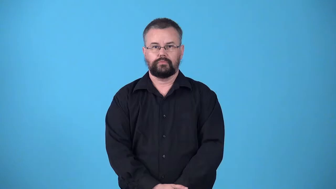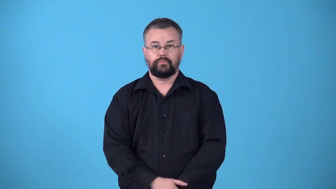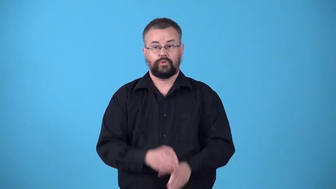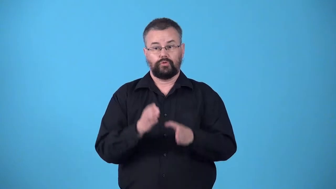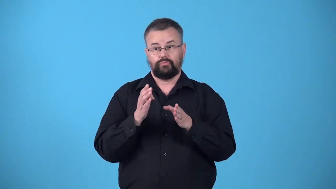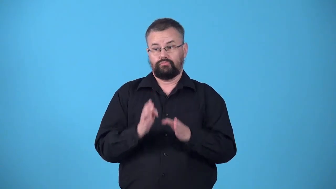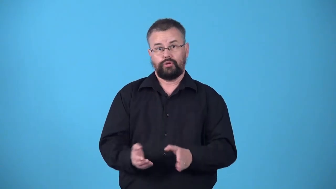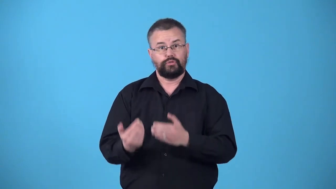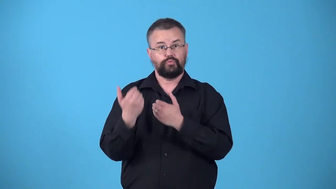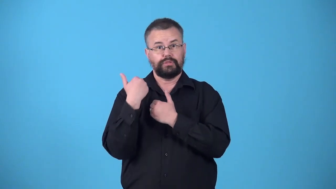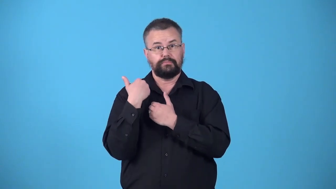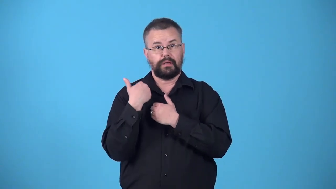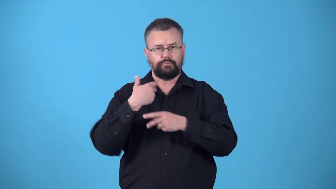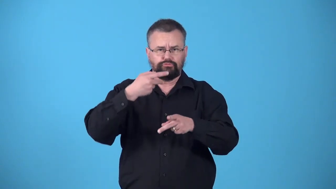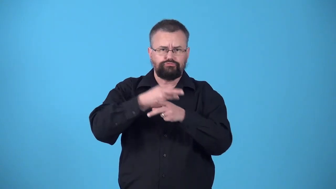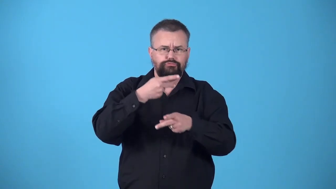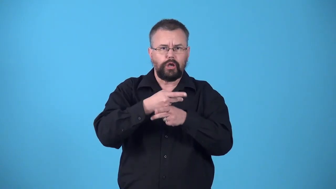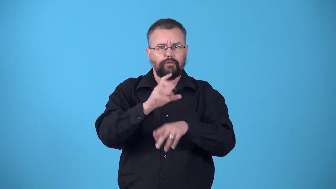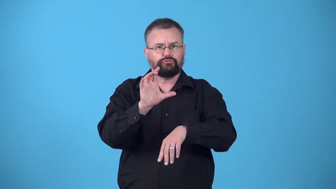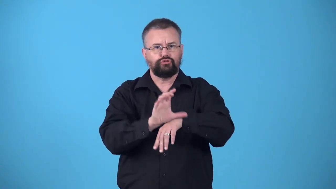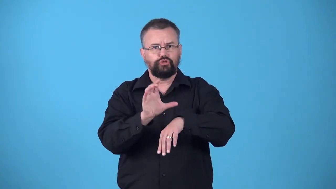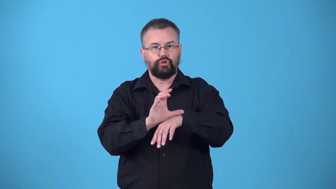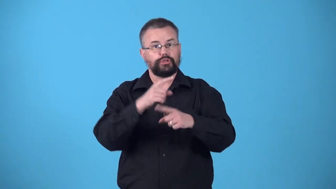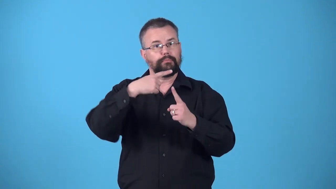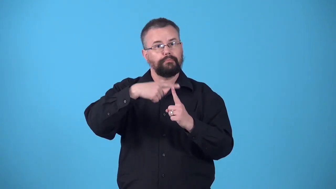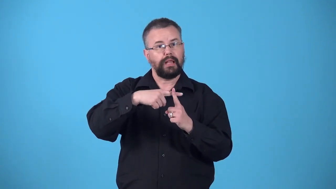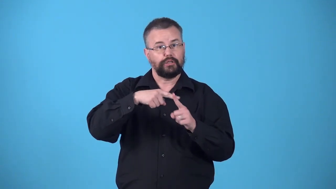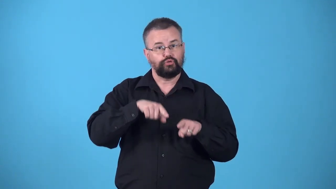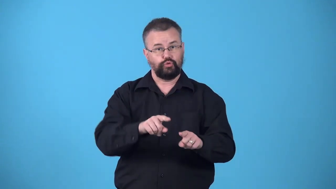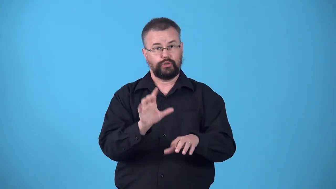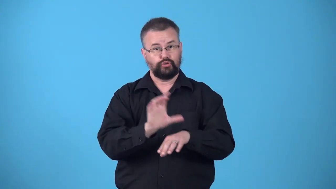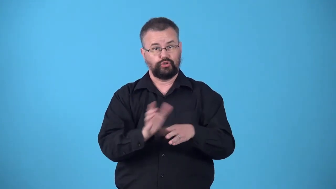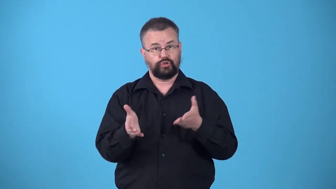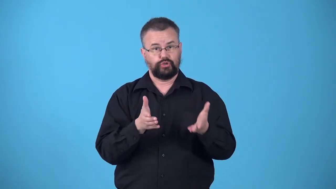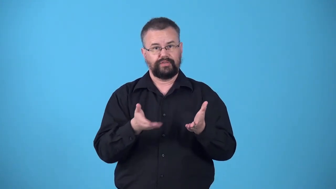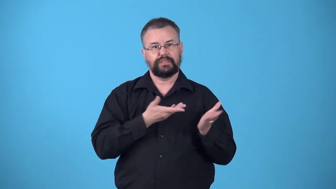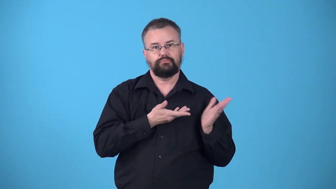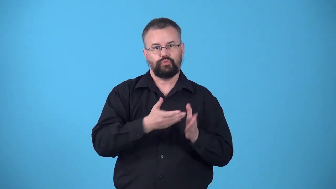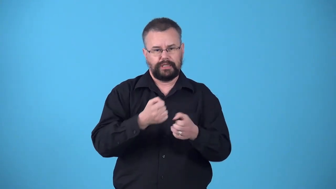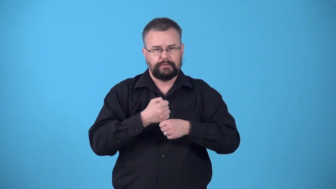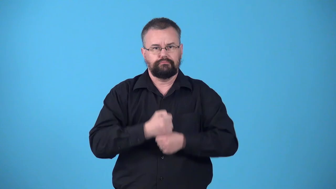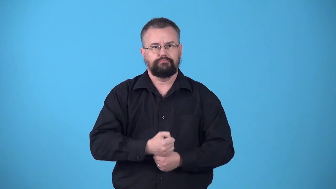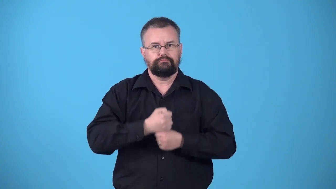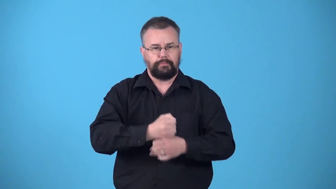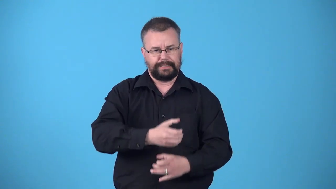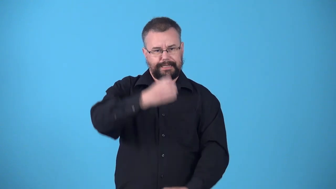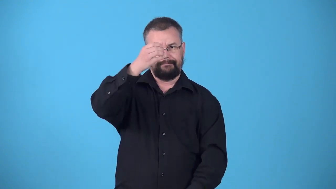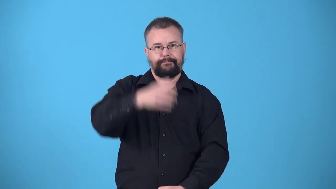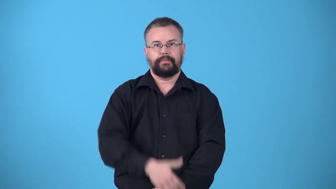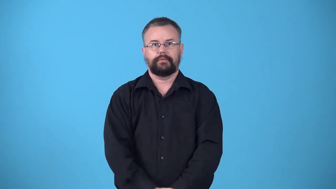verger